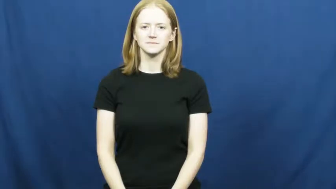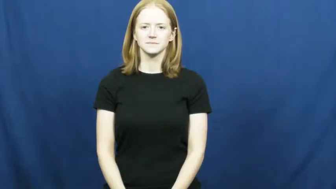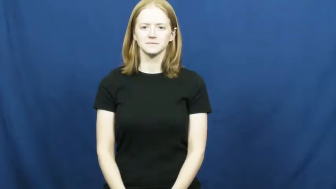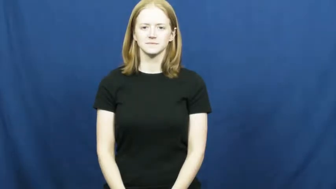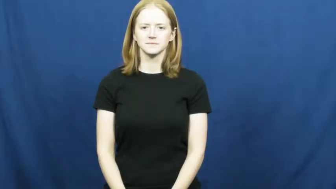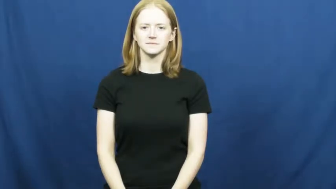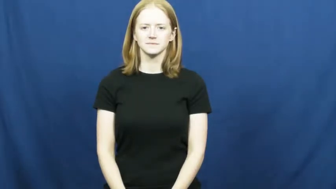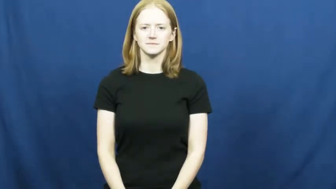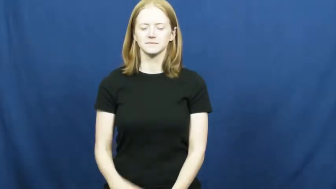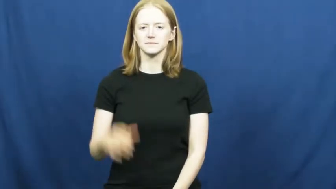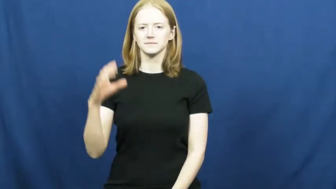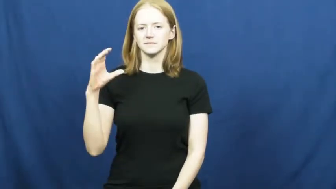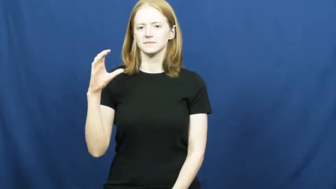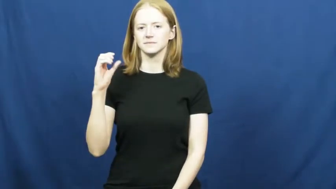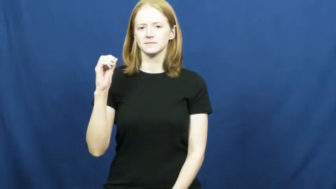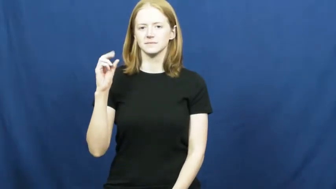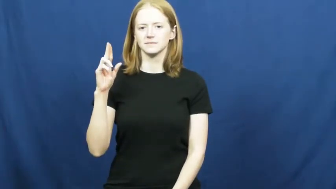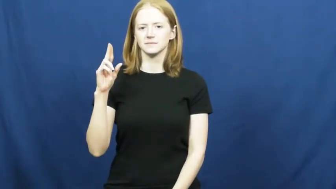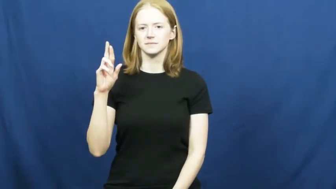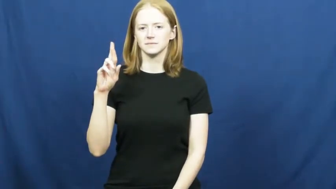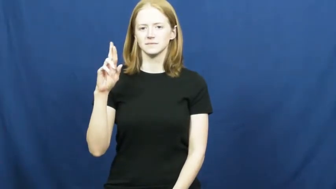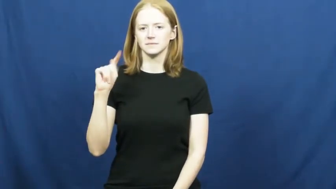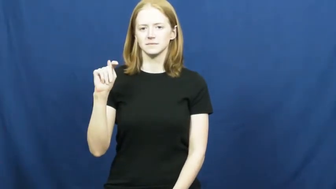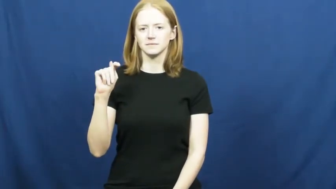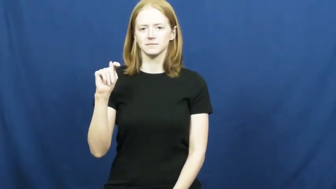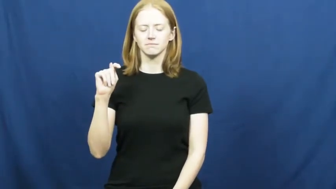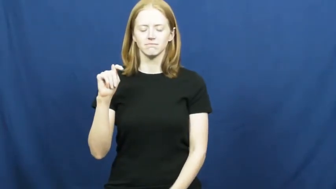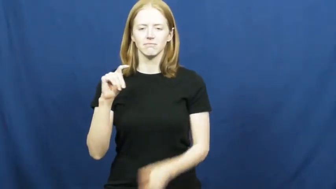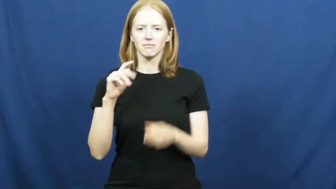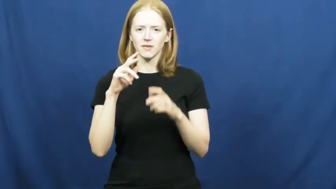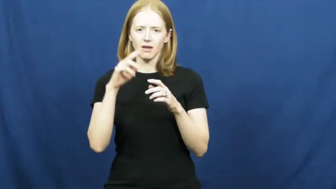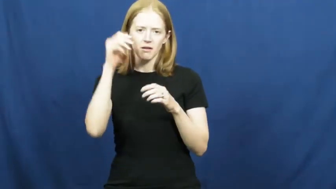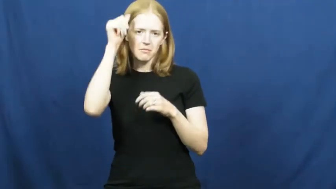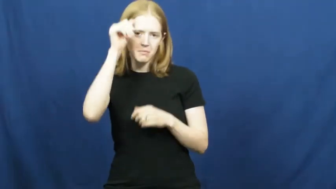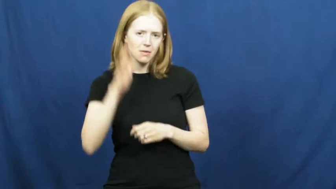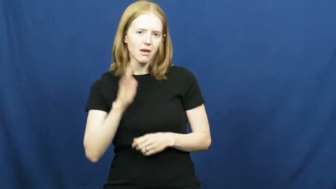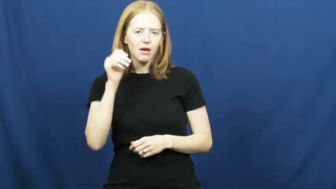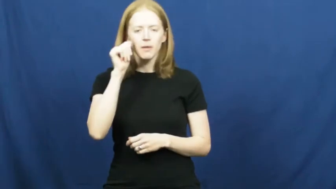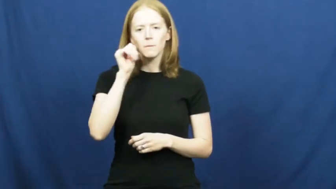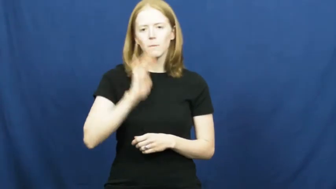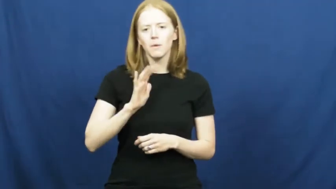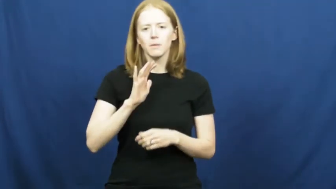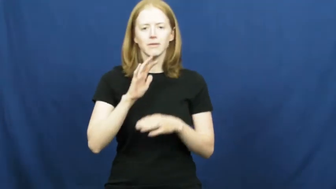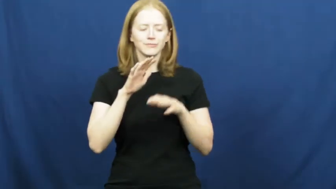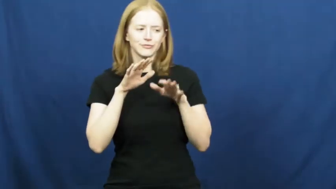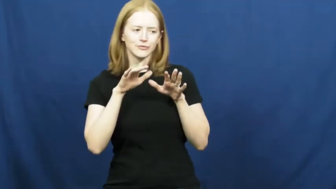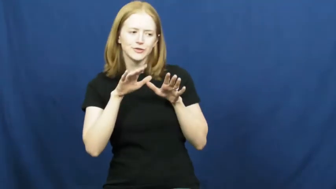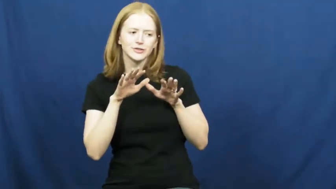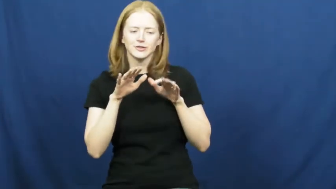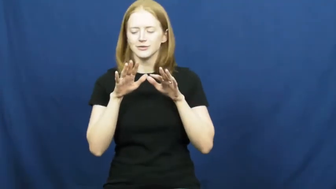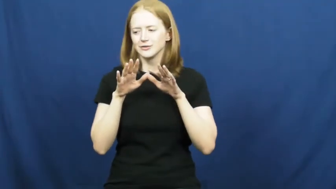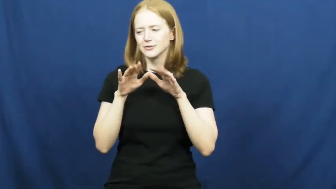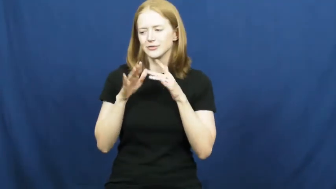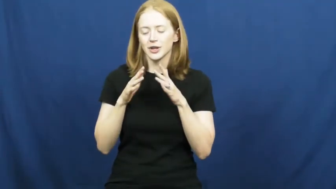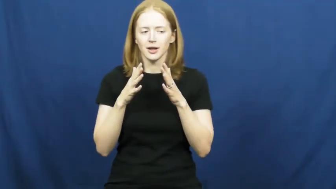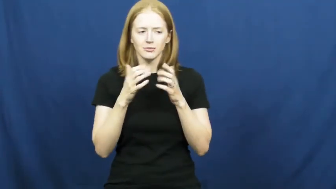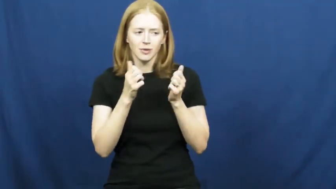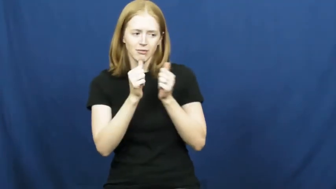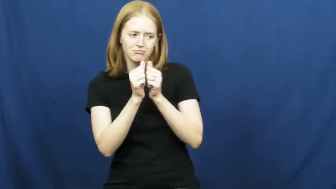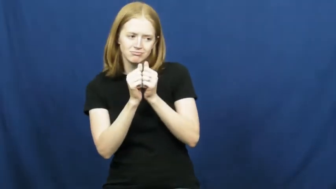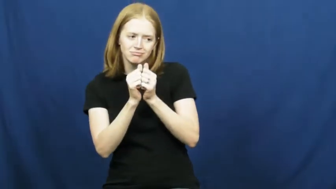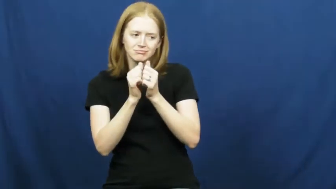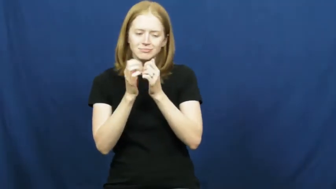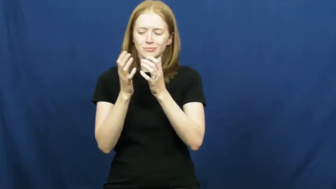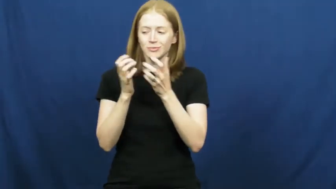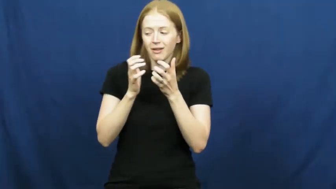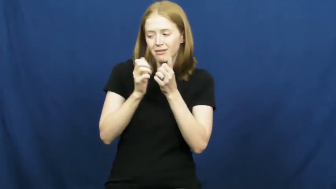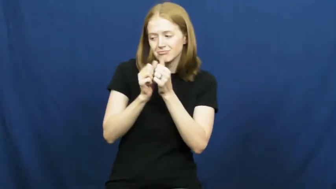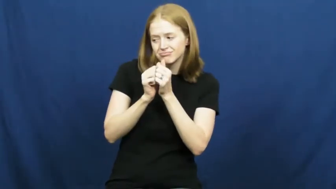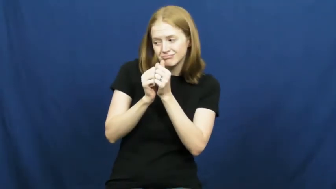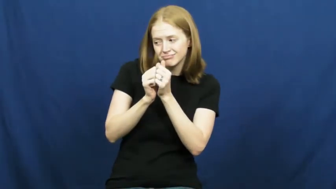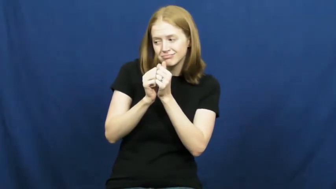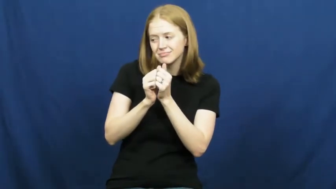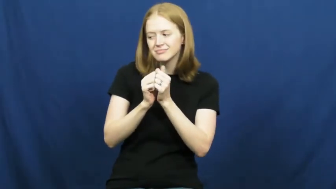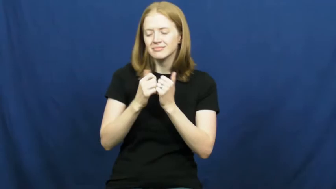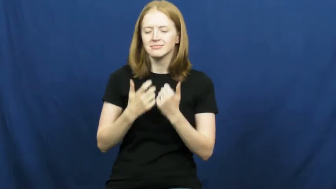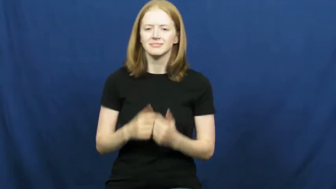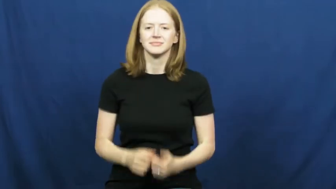court-sweetheart